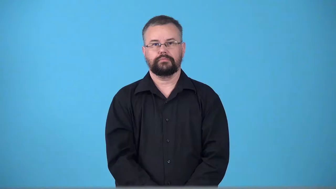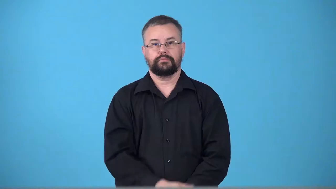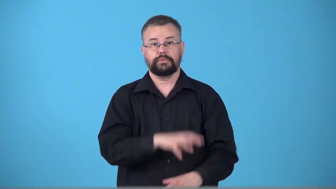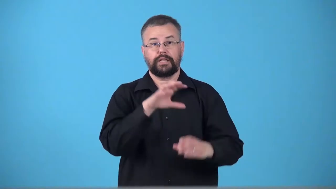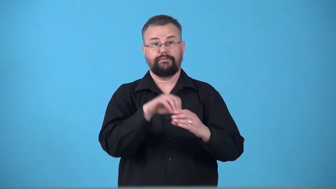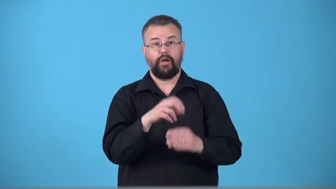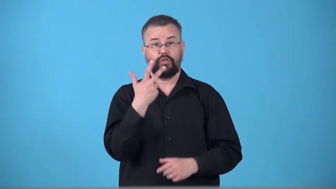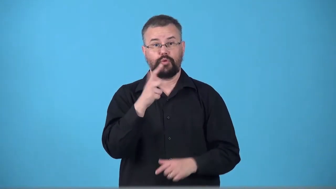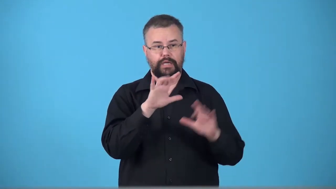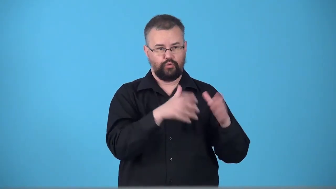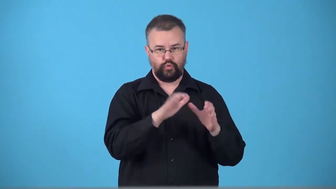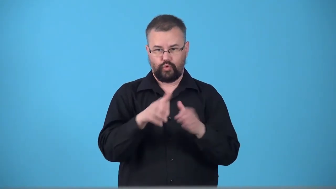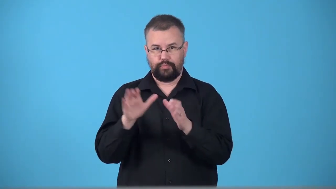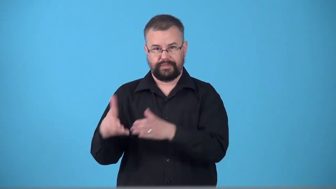trilateral